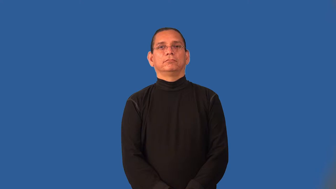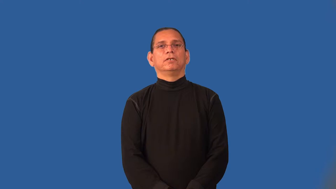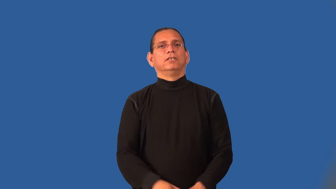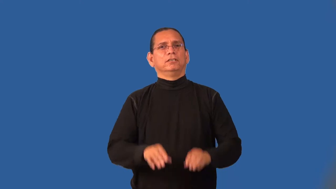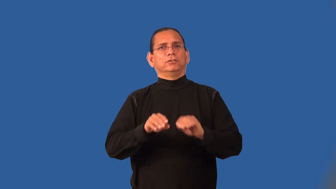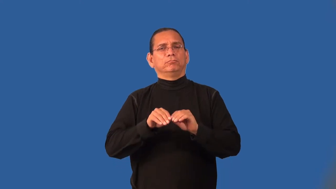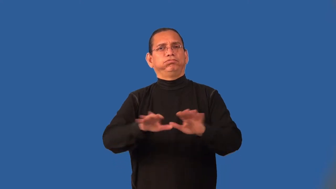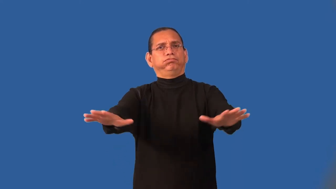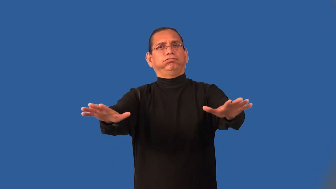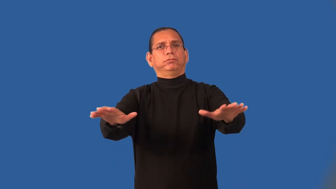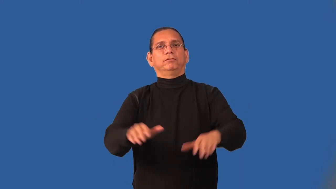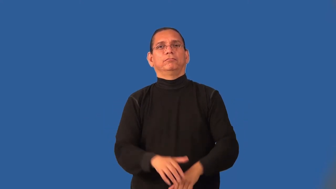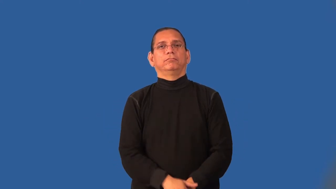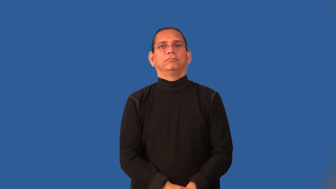imbue